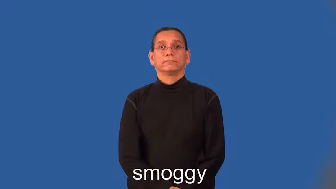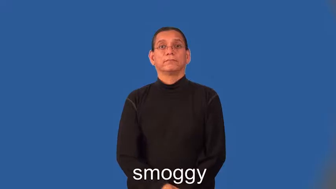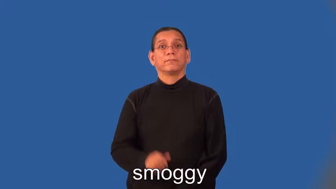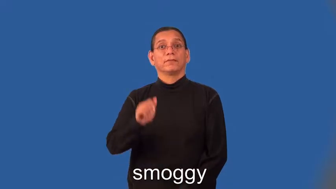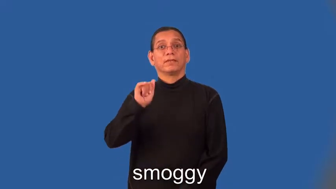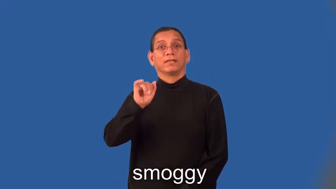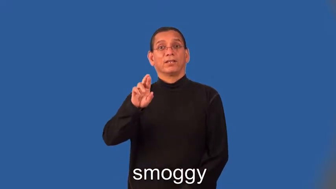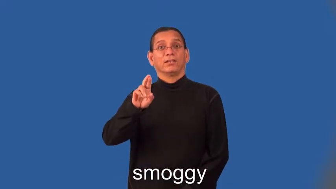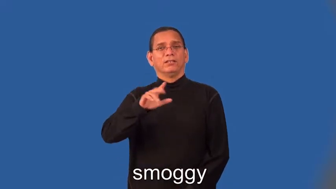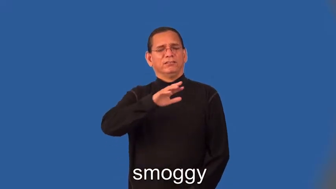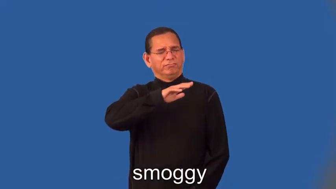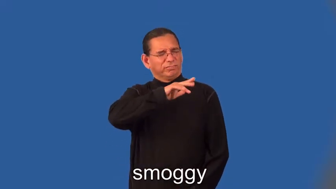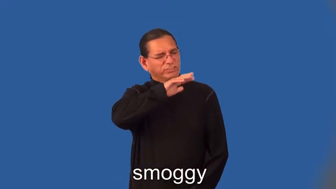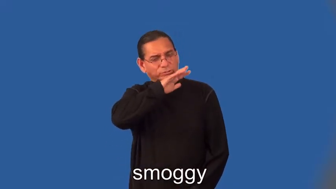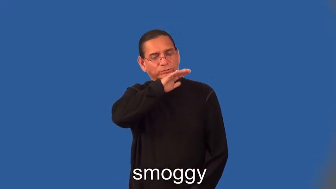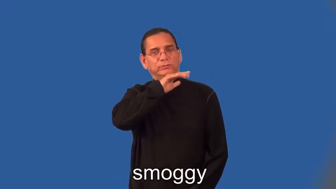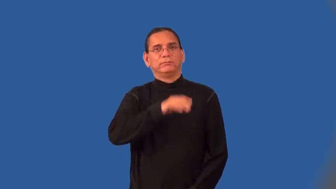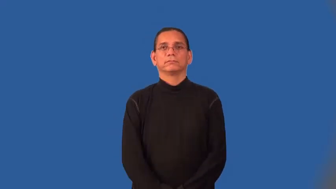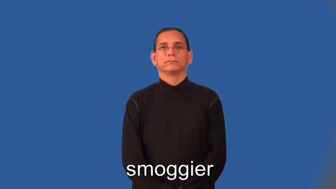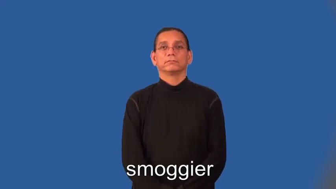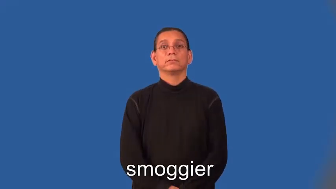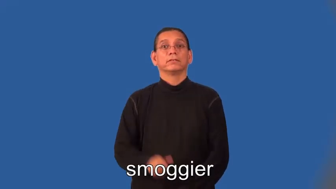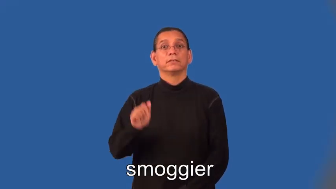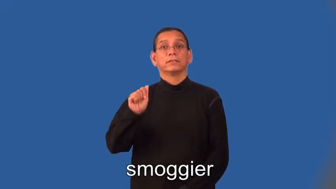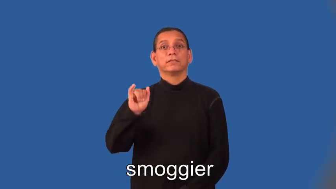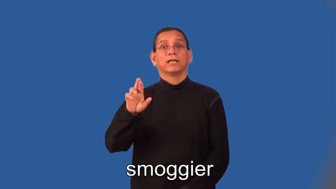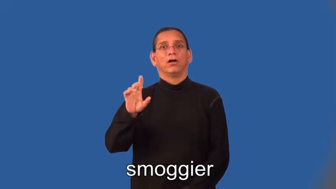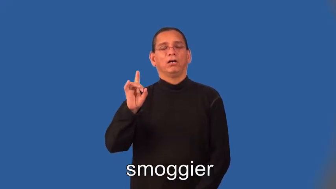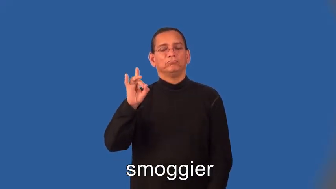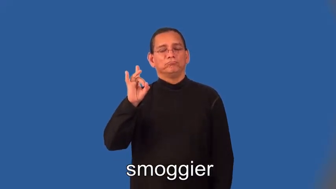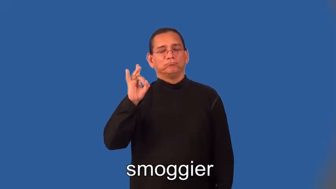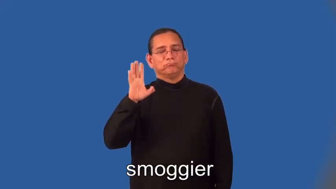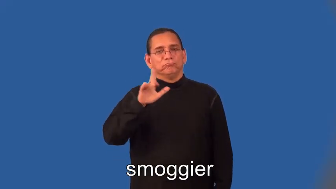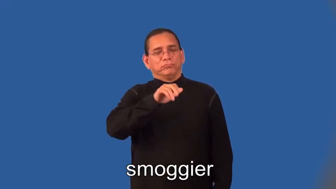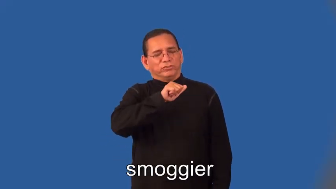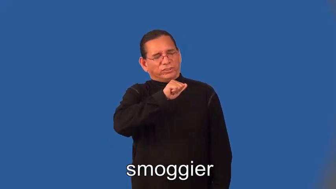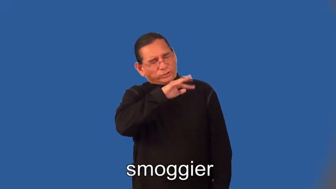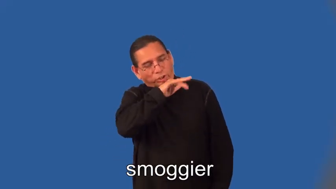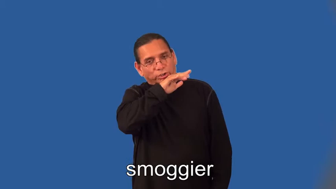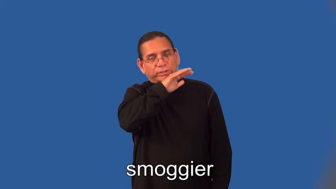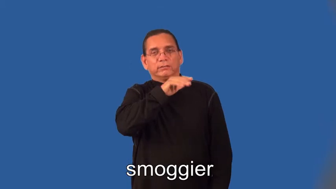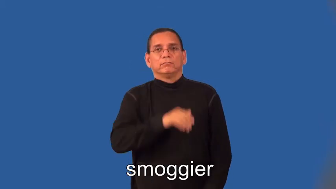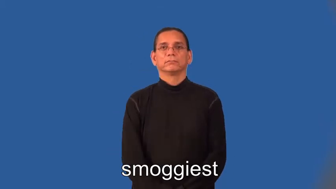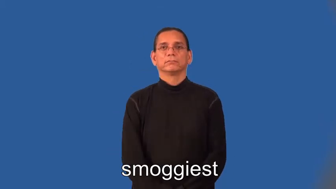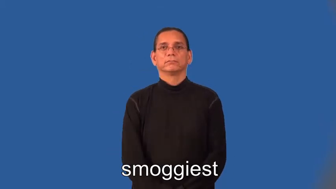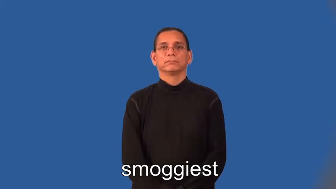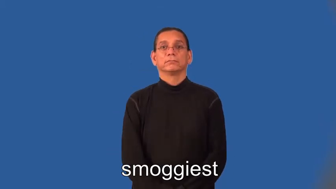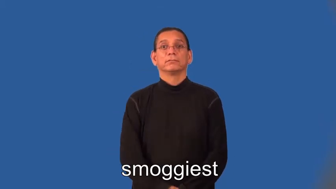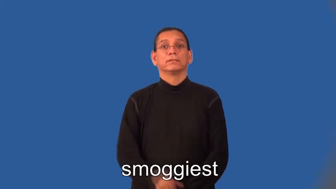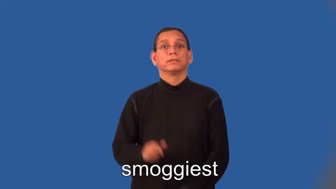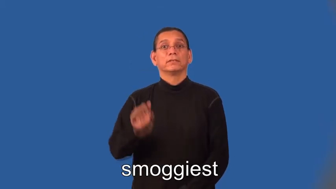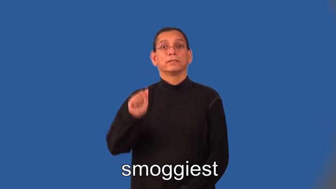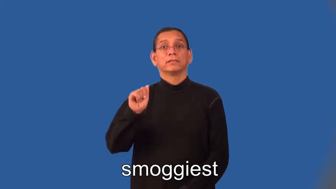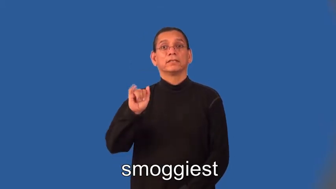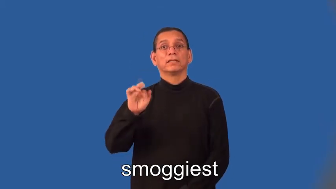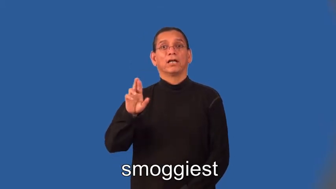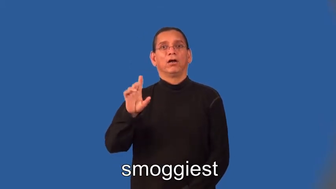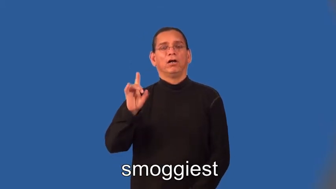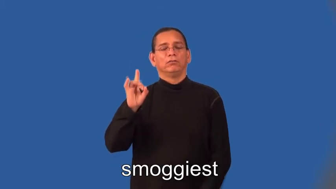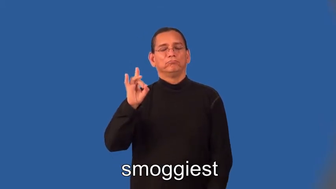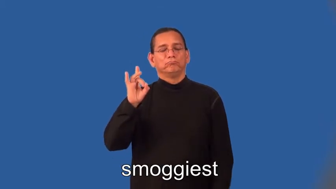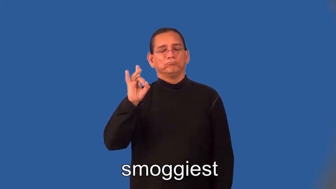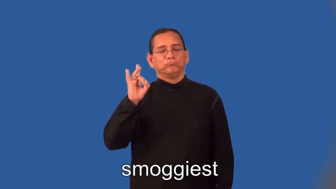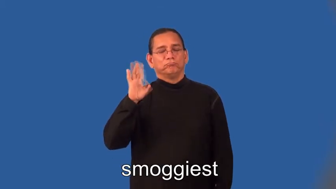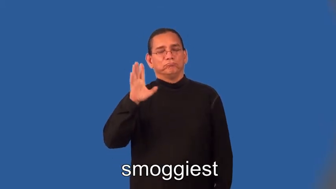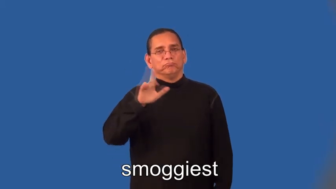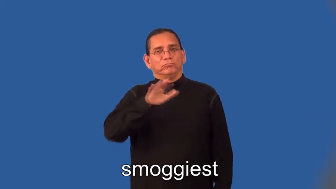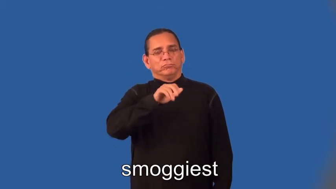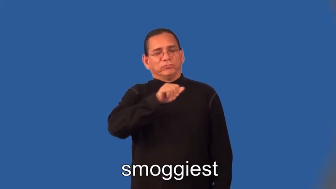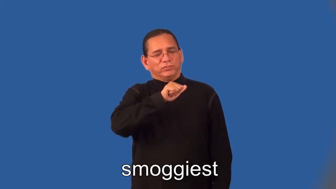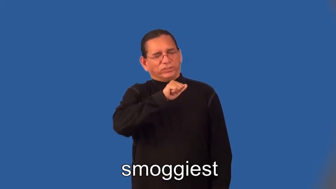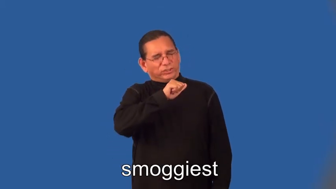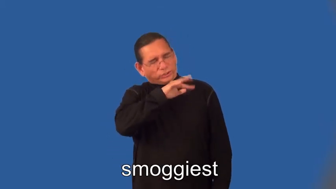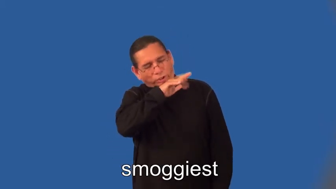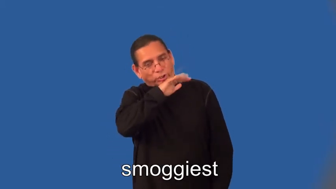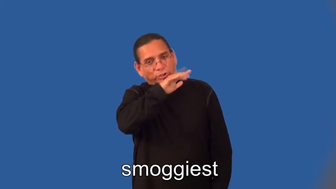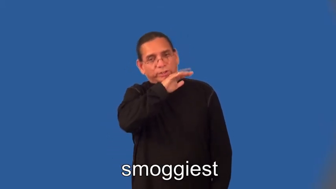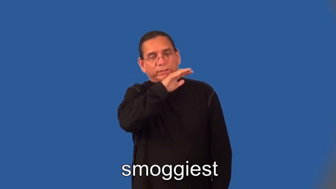smoggier,smoggiest